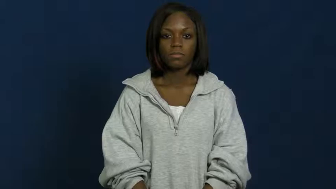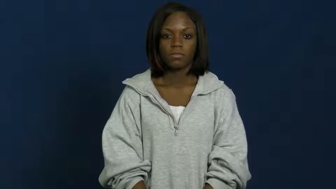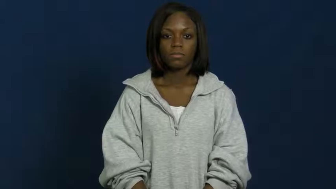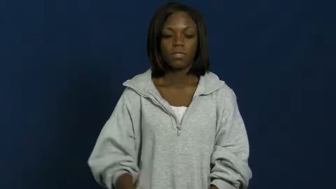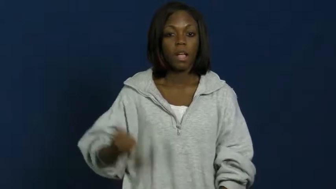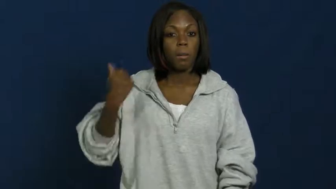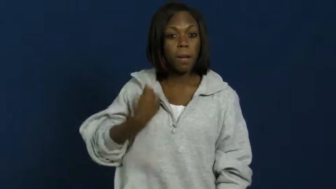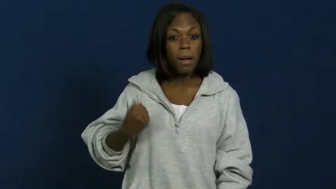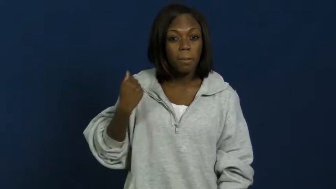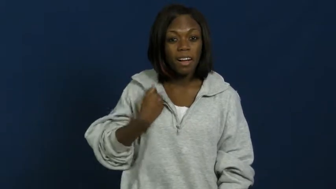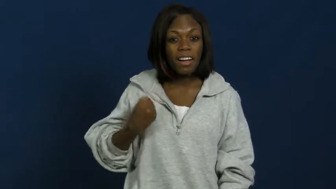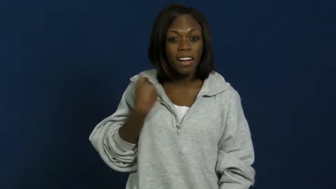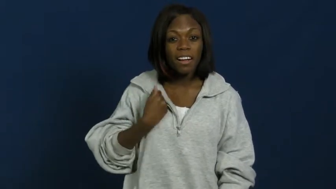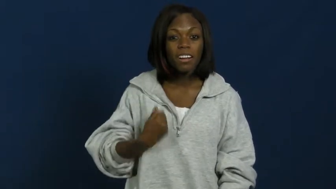gang-teens